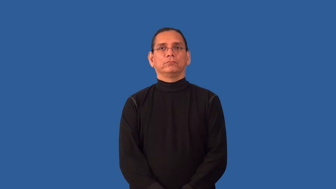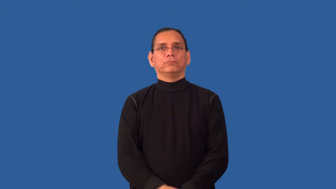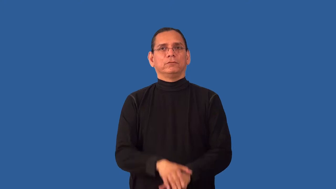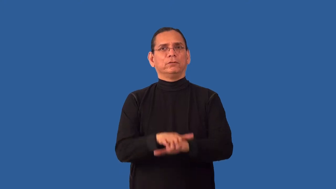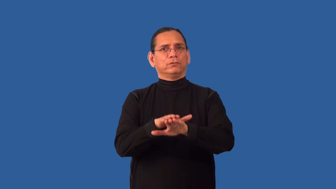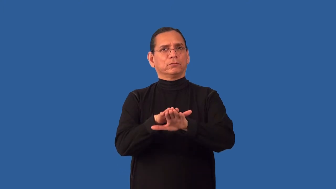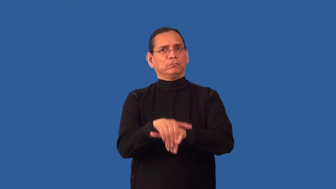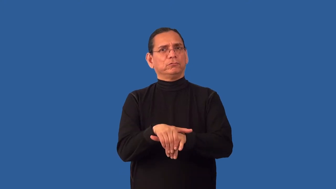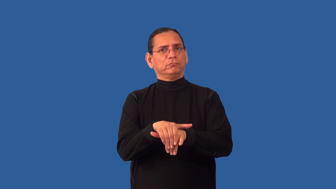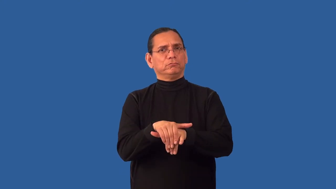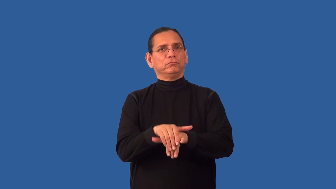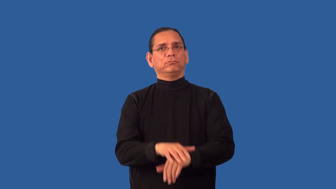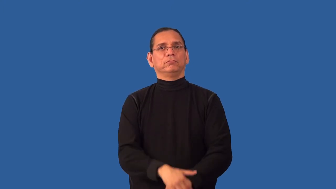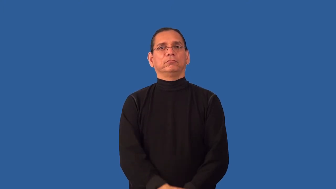insincere,ersatz